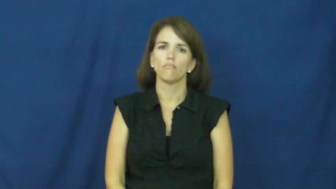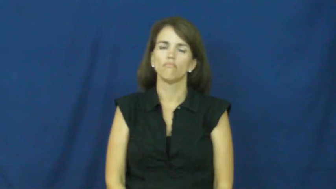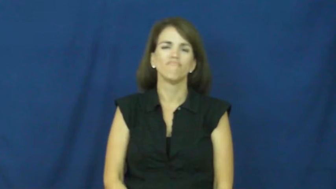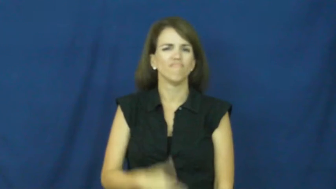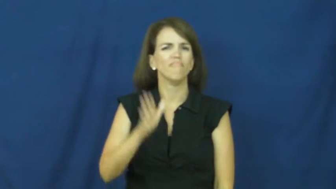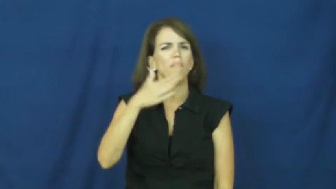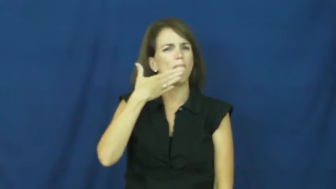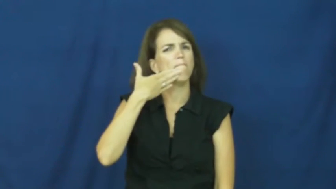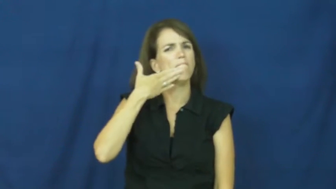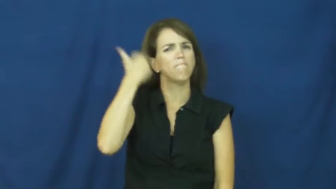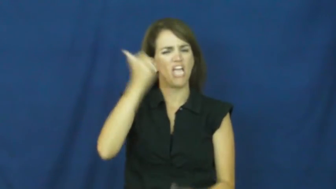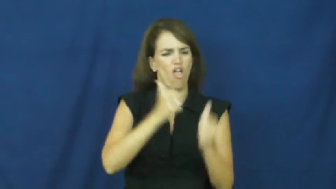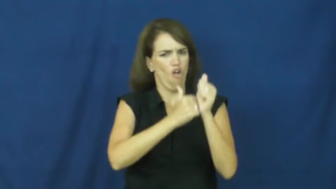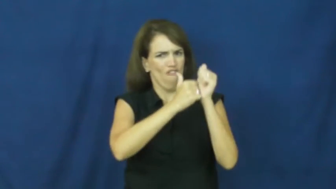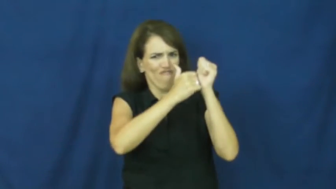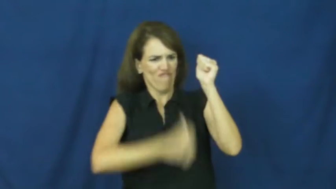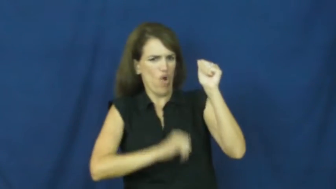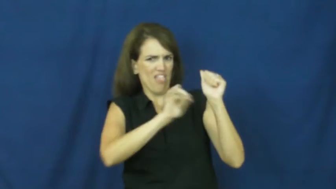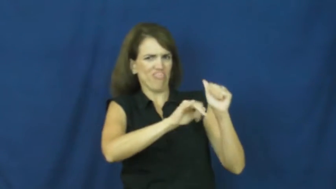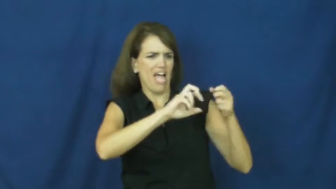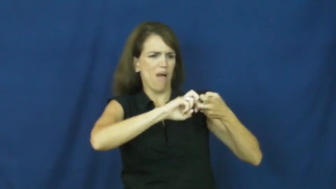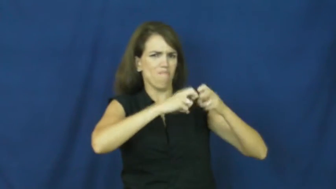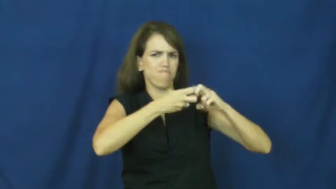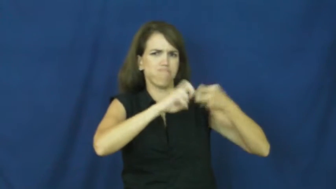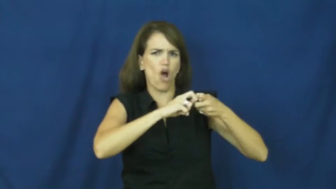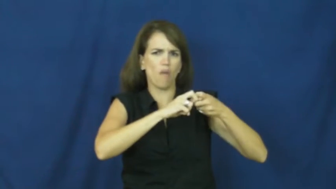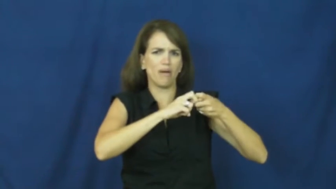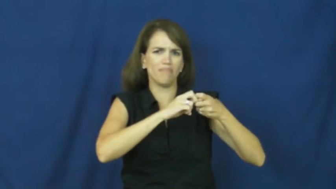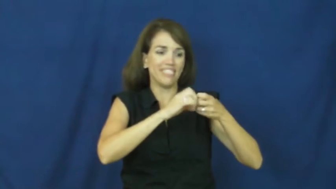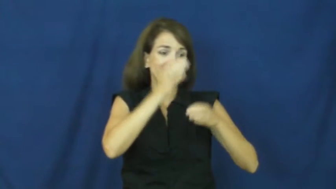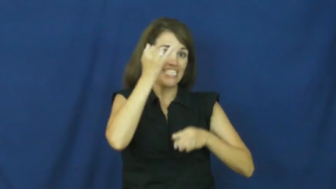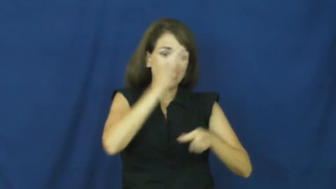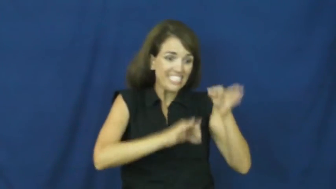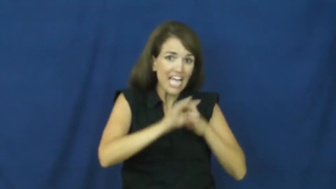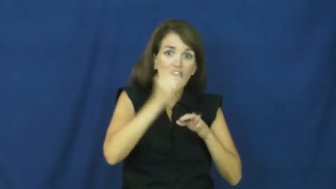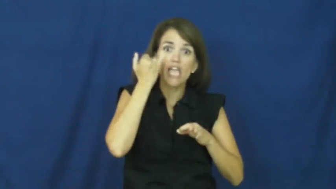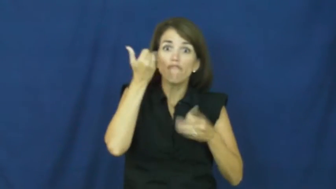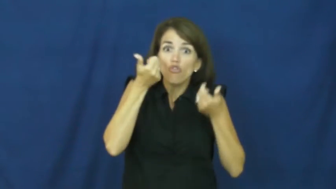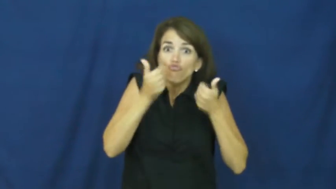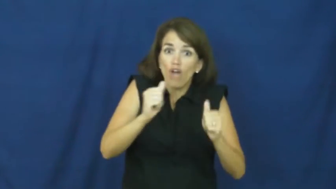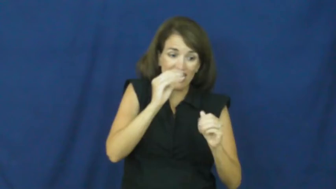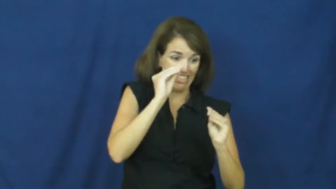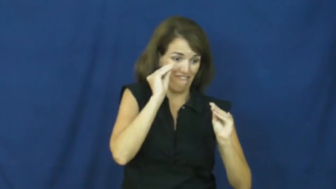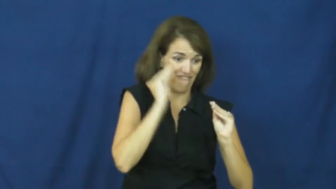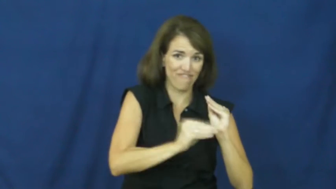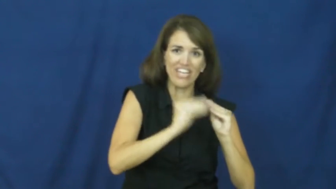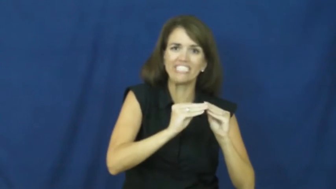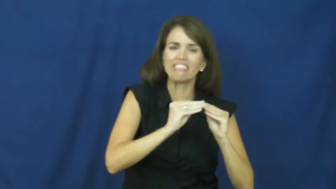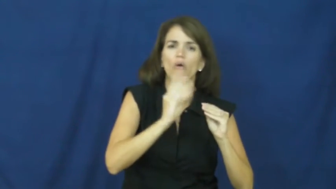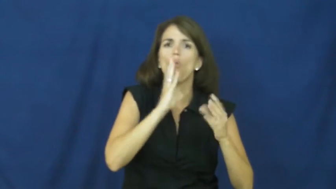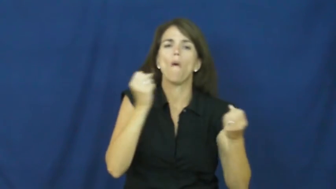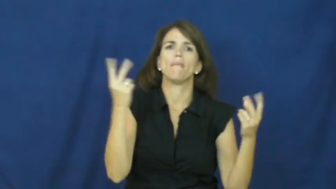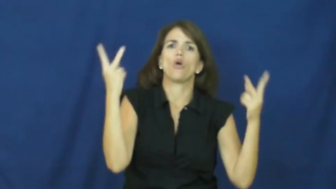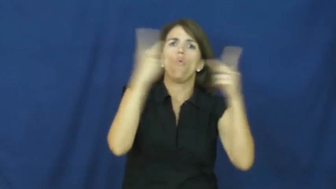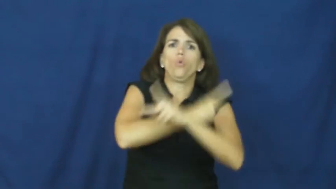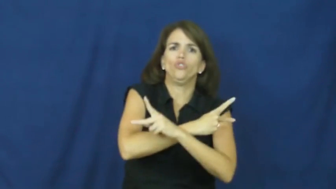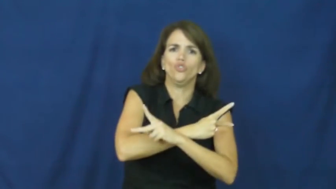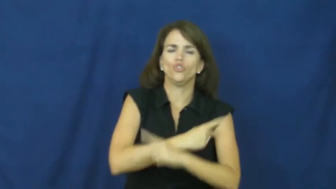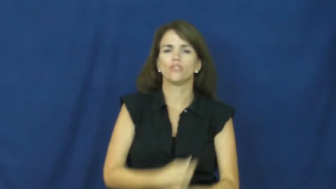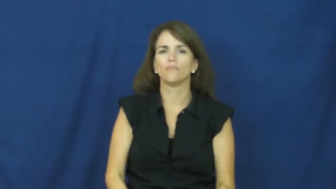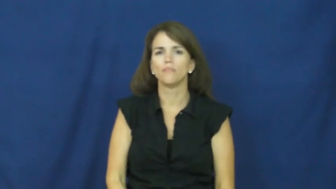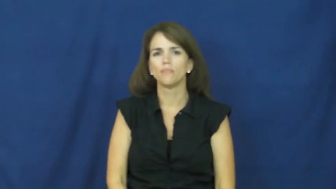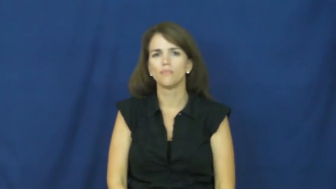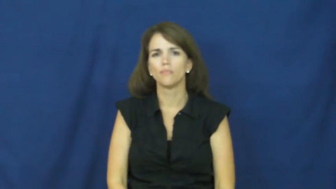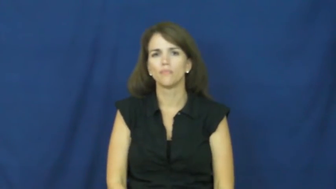"an ounce of prevention is worth a pound of cure"